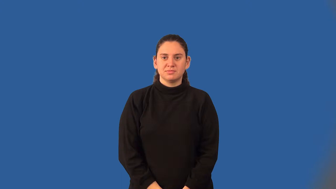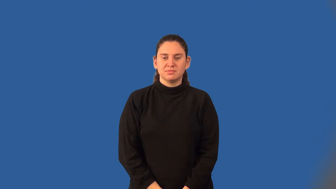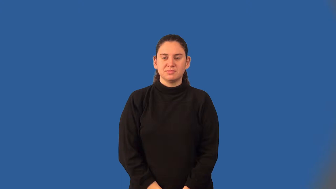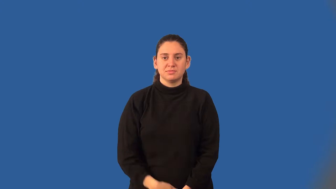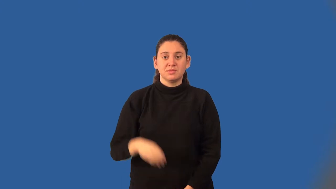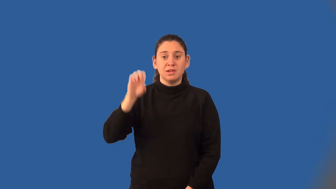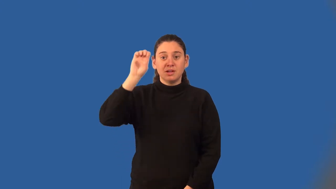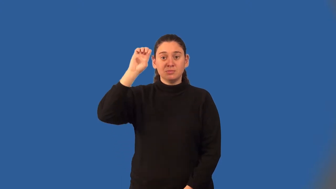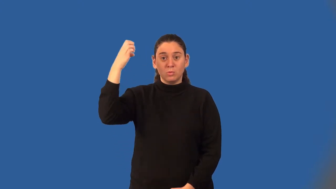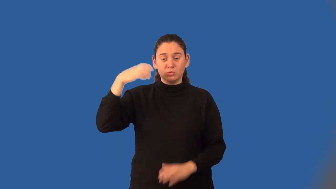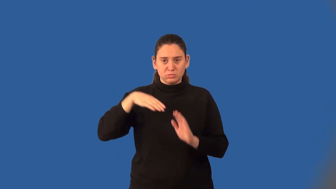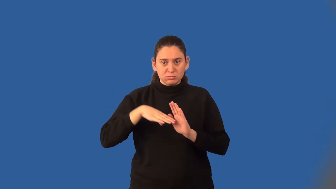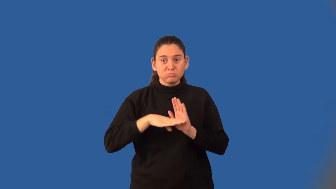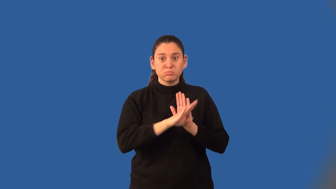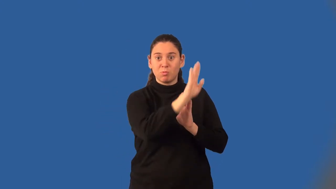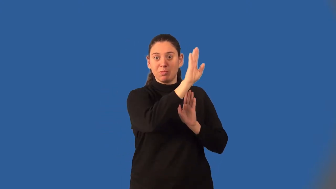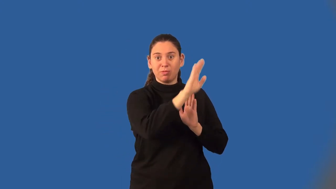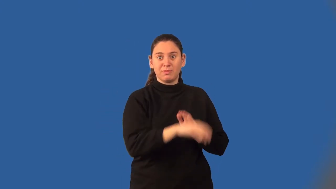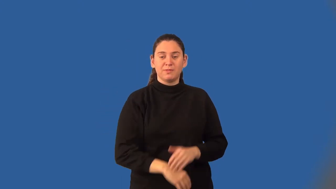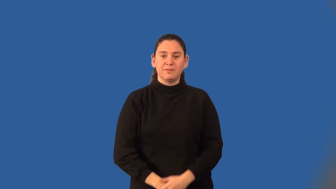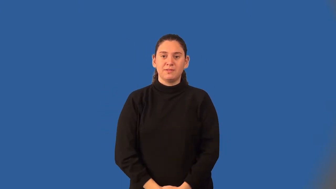exponential growth